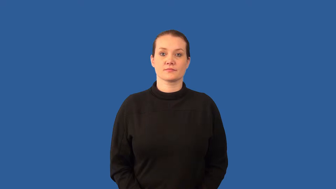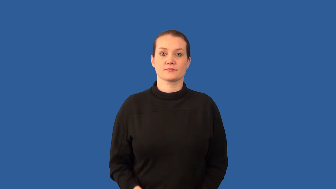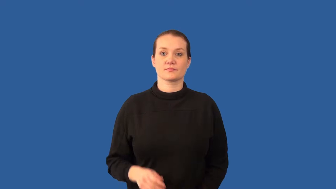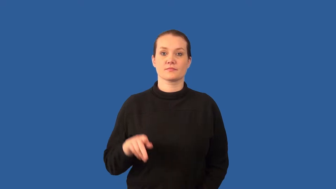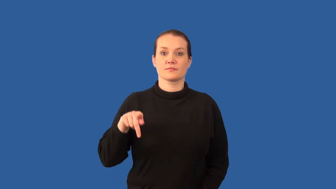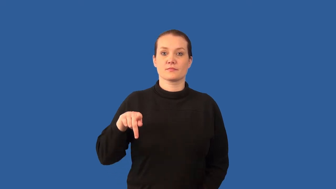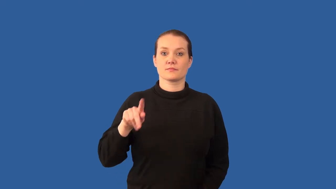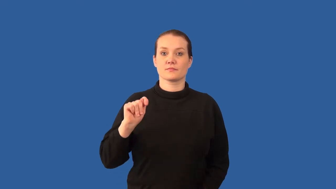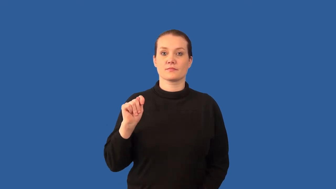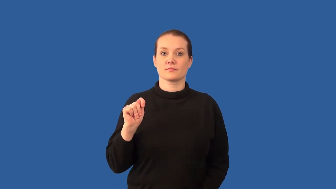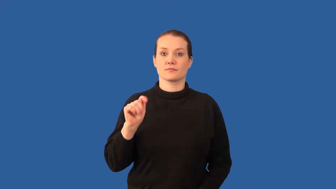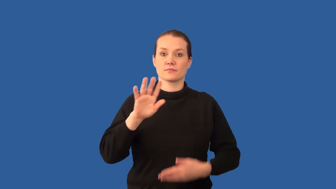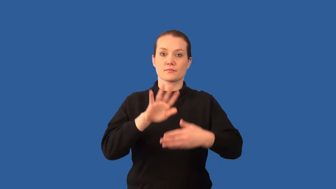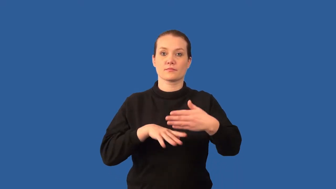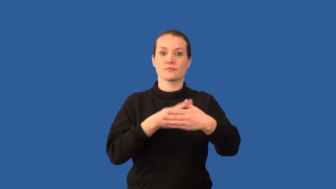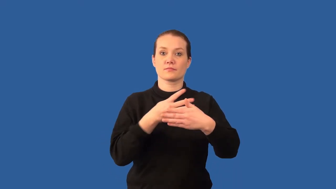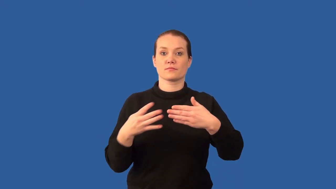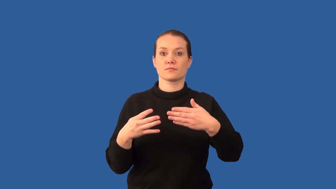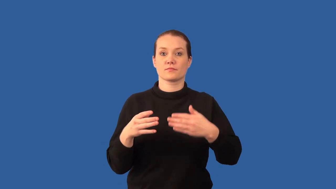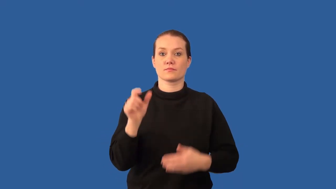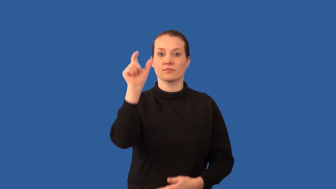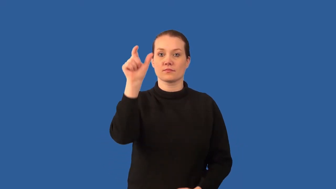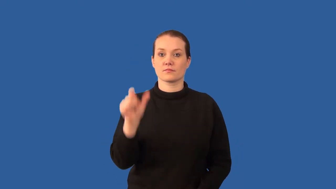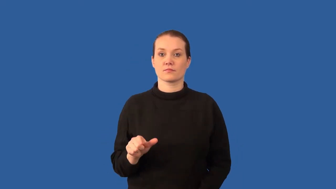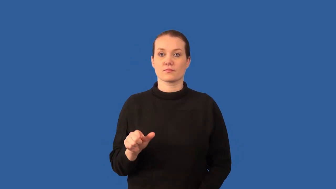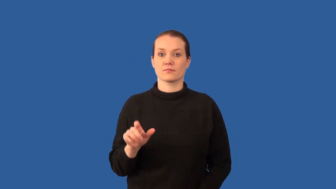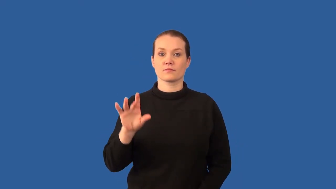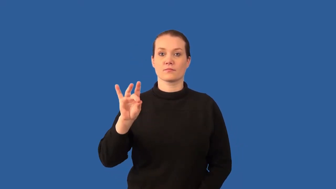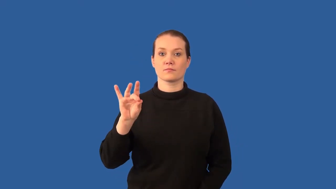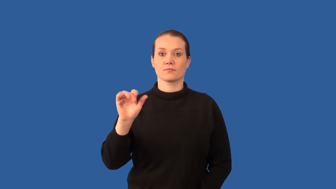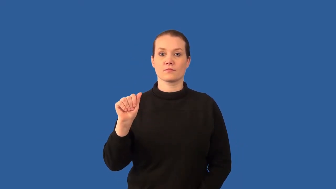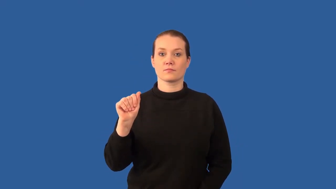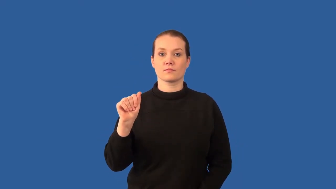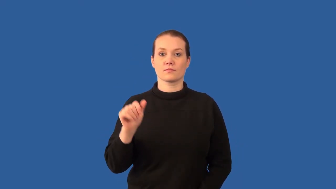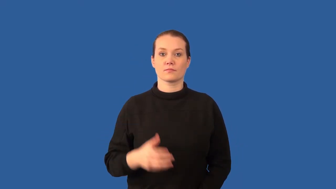noble-gas